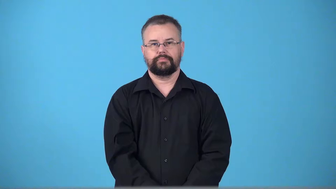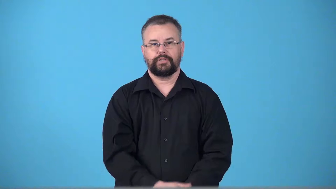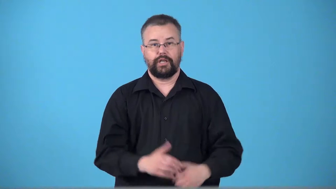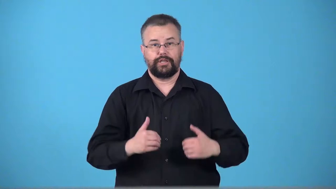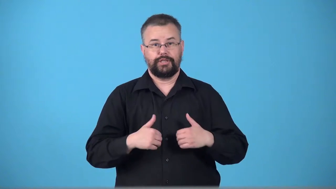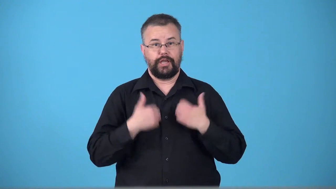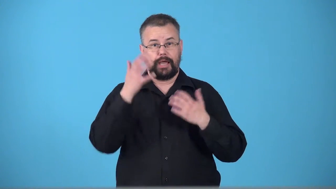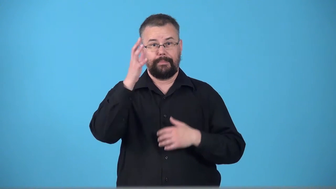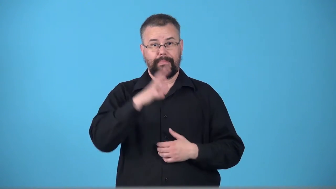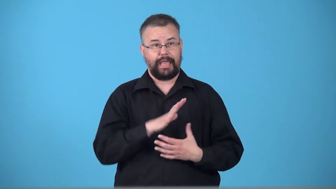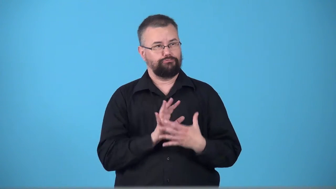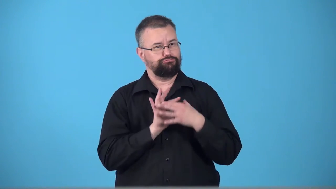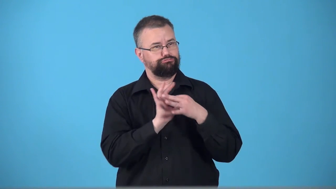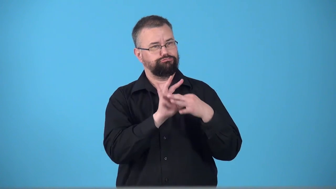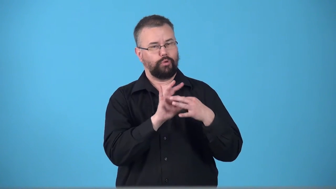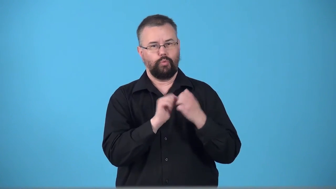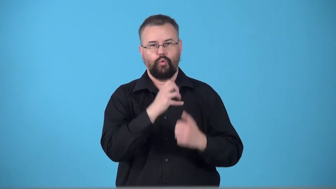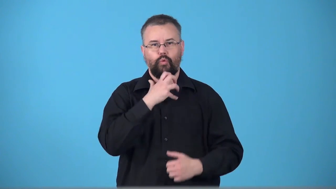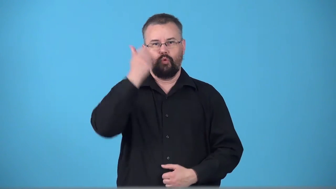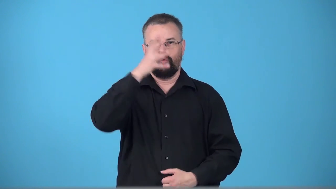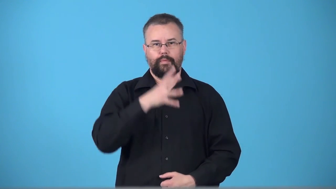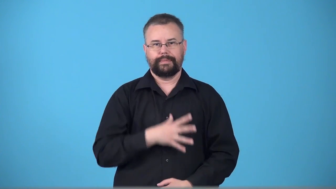toyboy